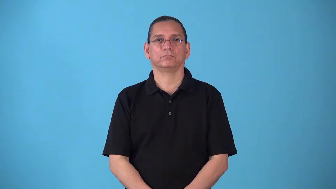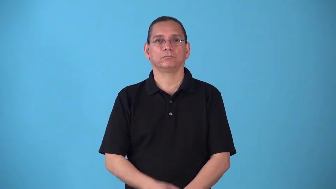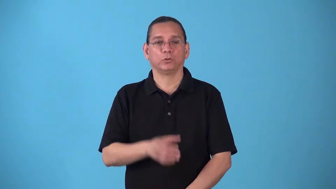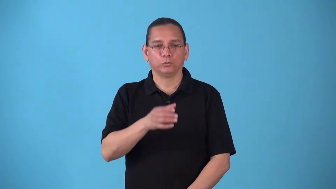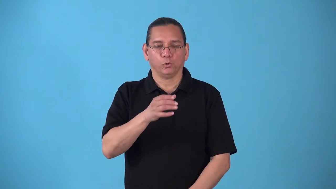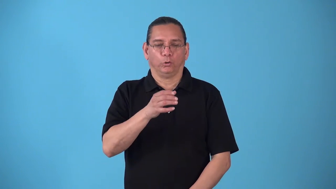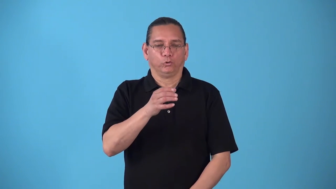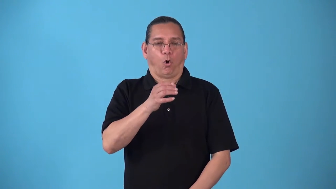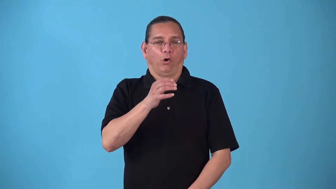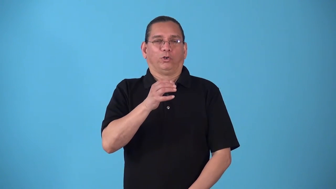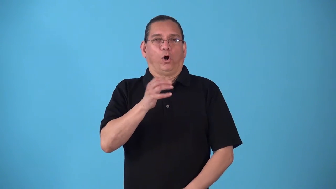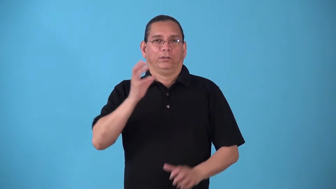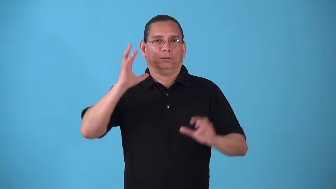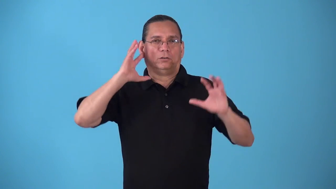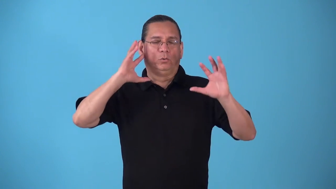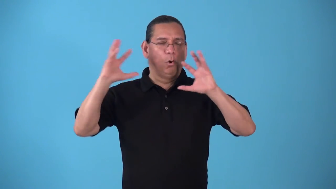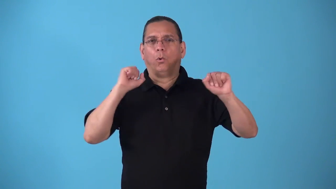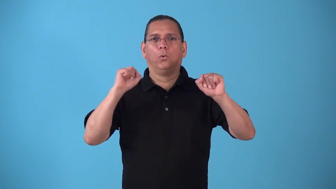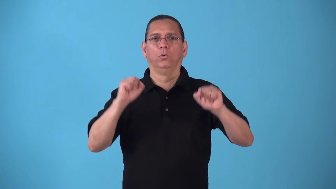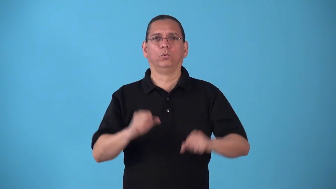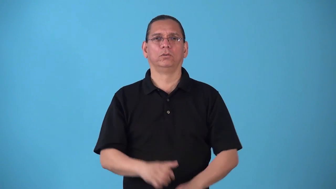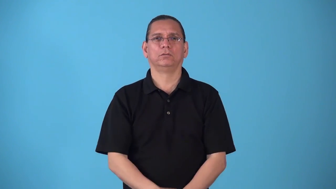slurp,lap